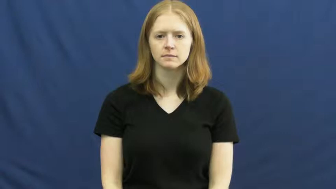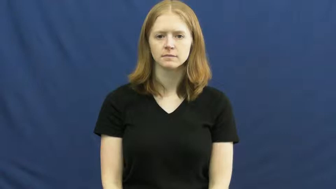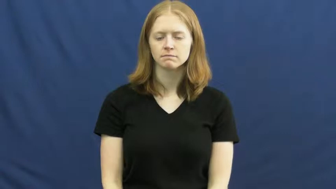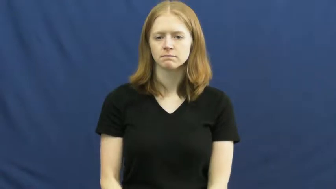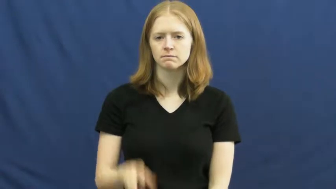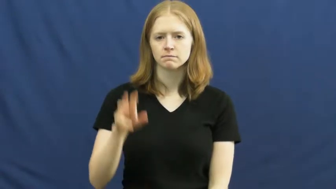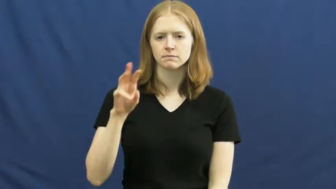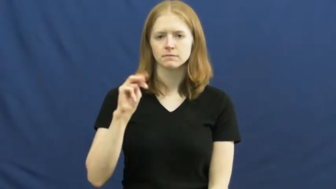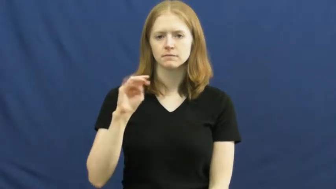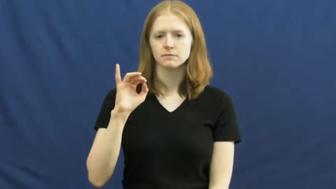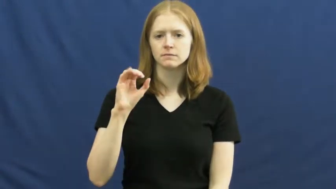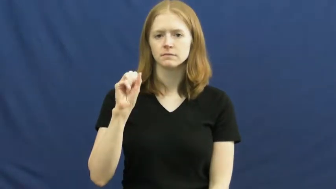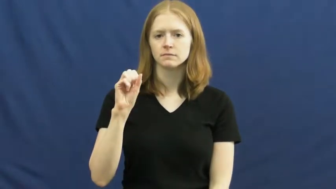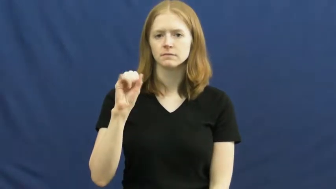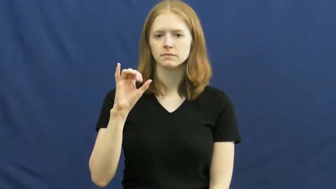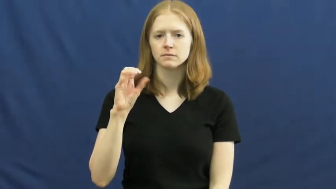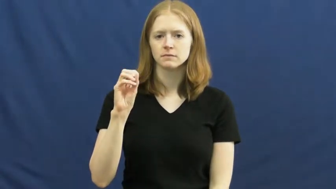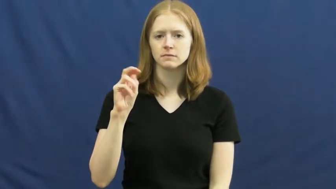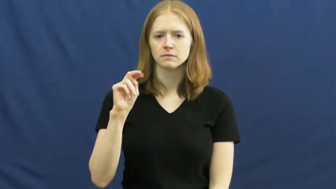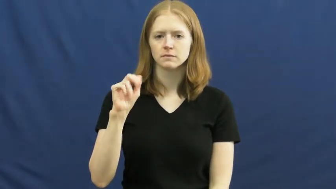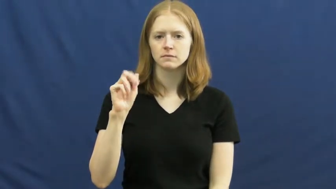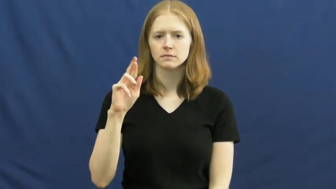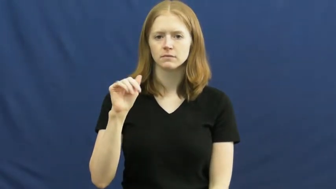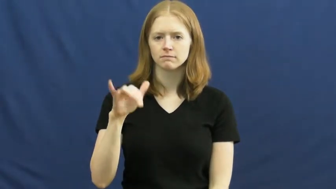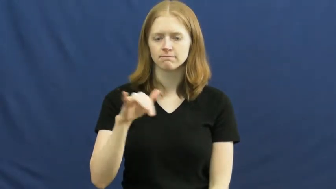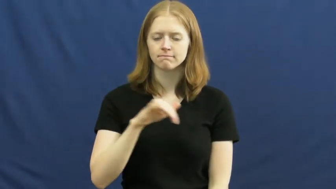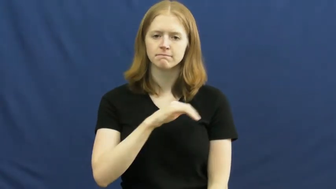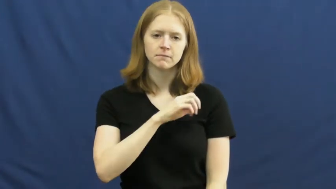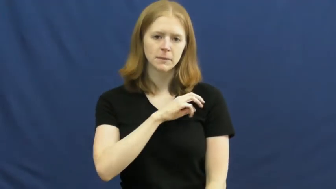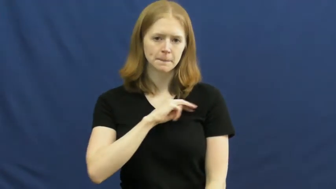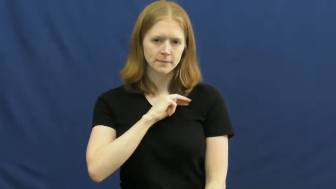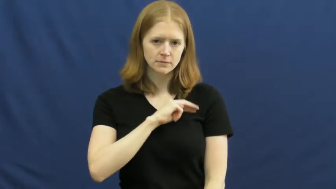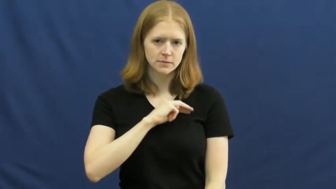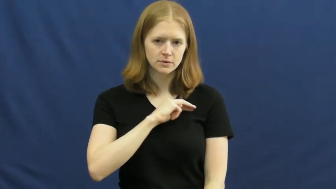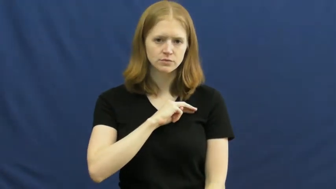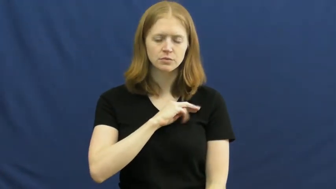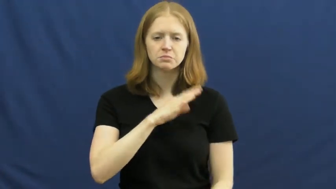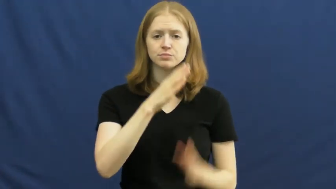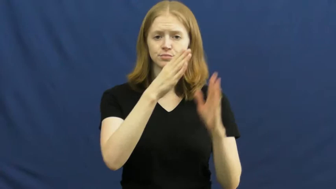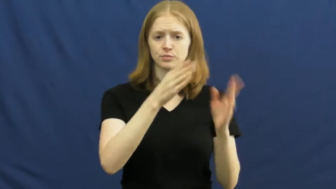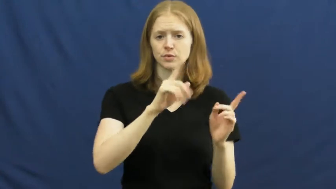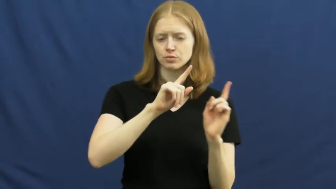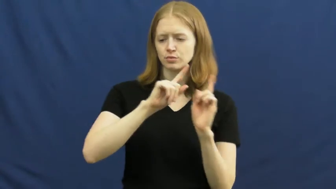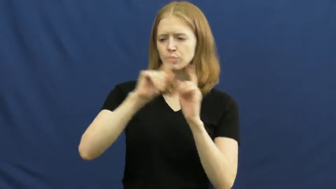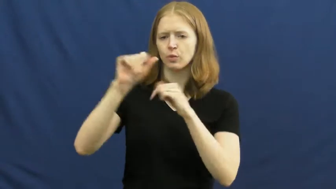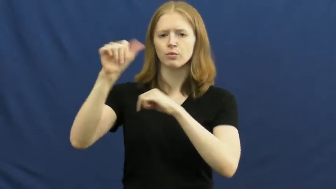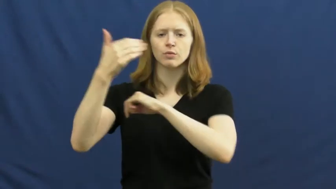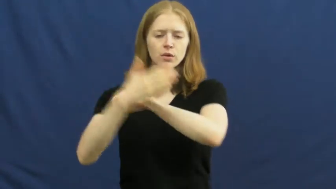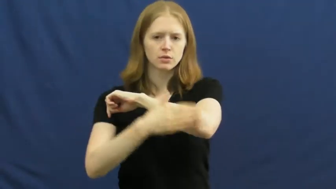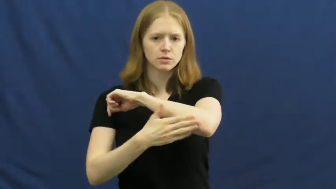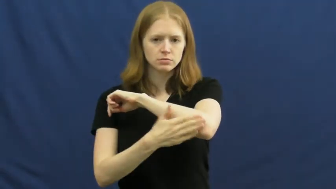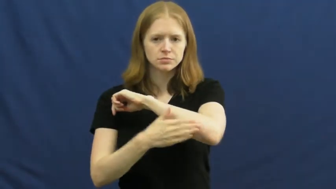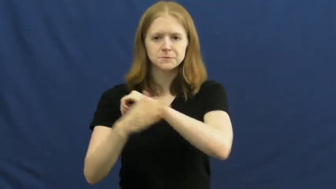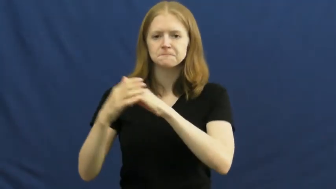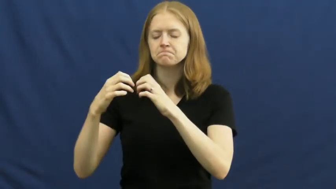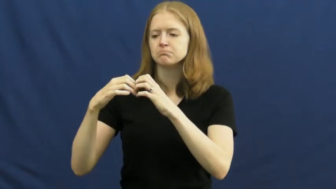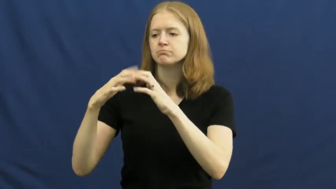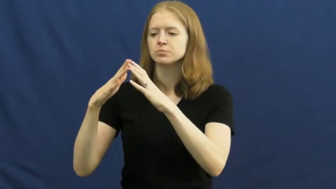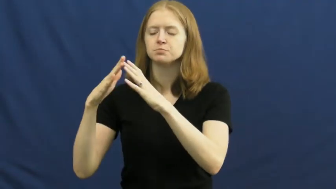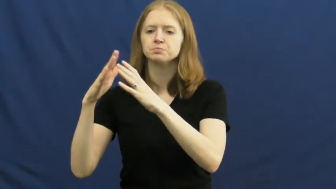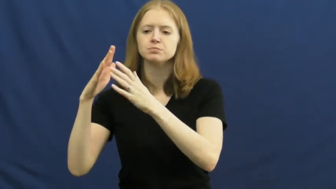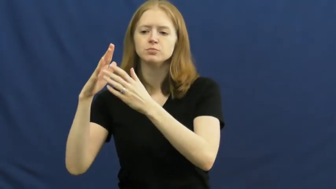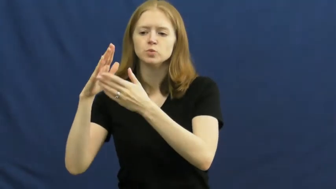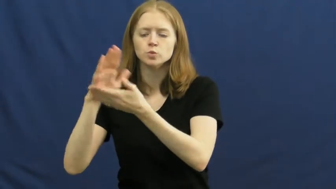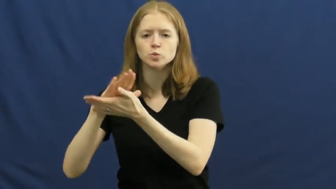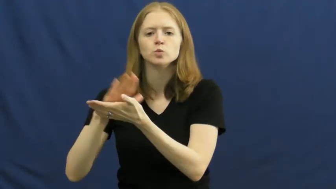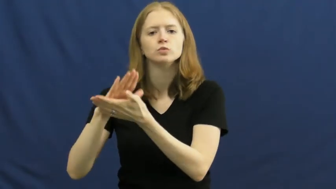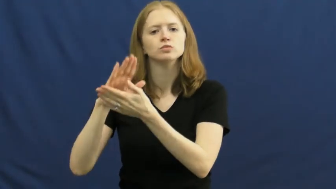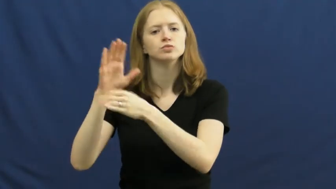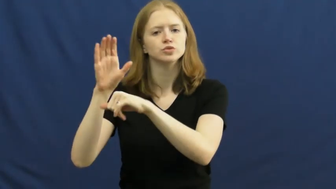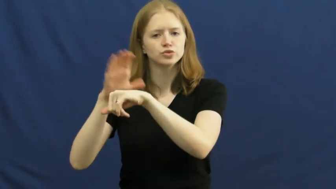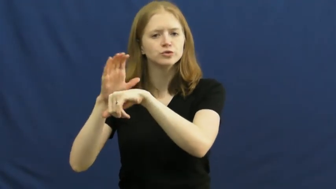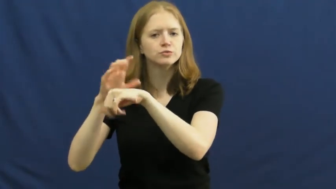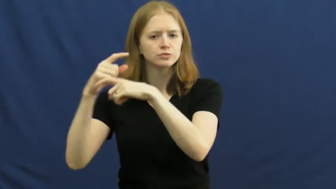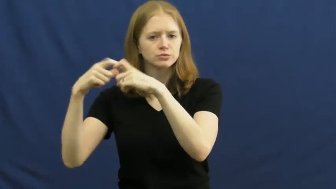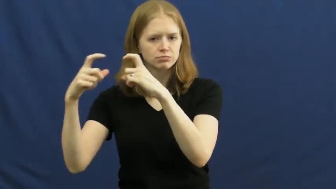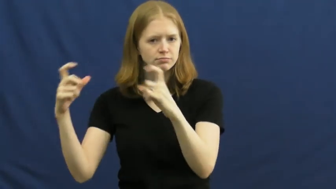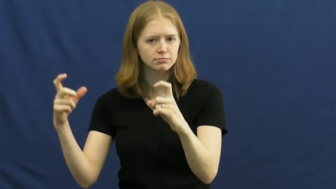missionary,missioner